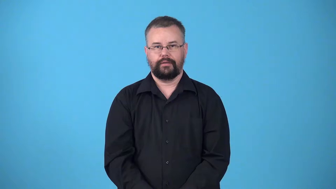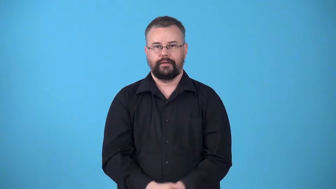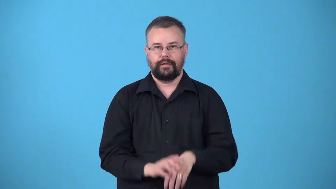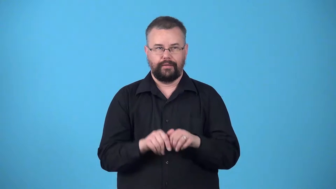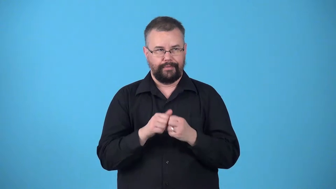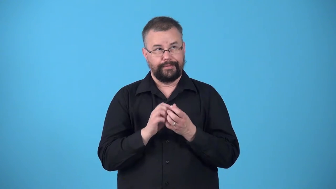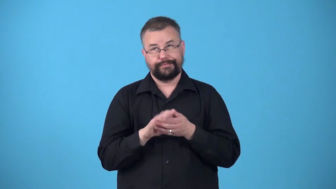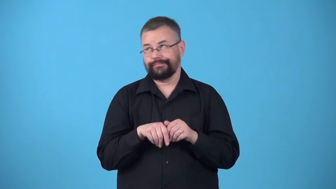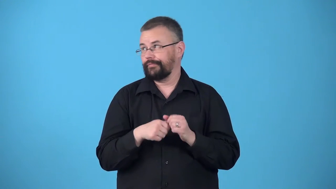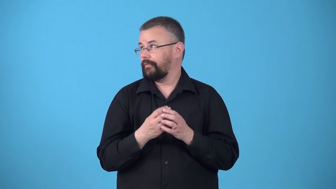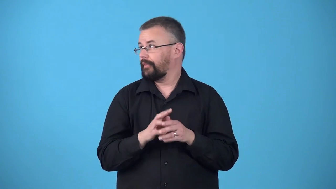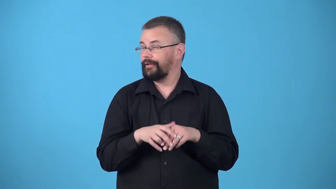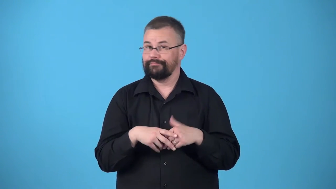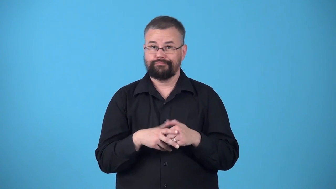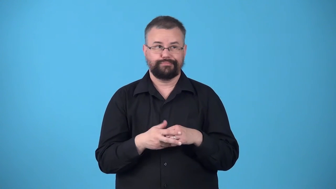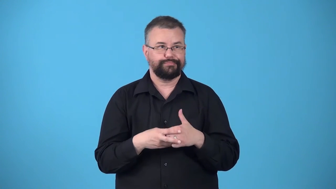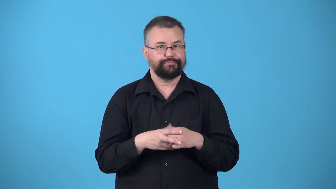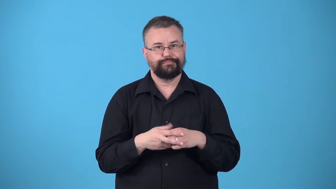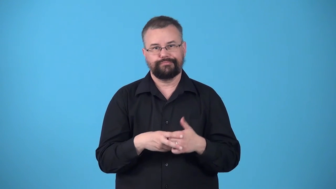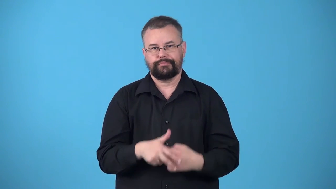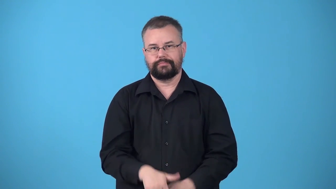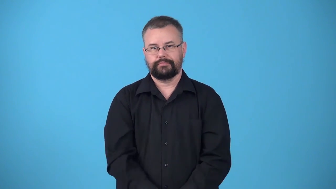twiddle-thumbs